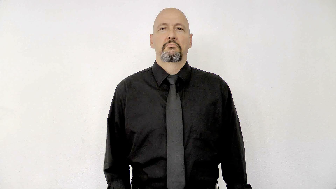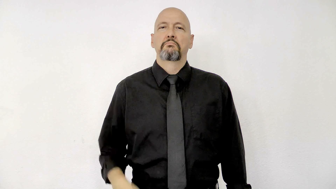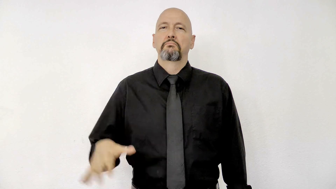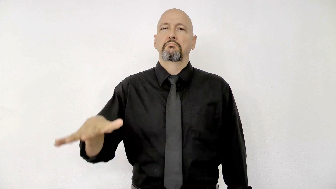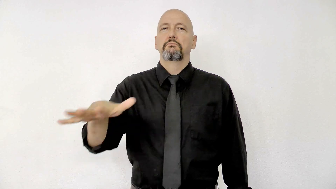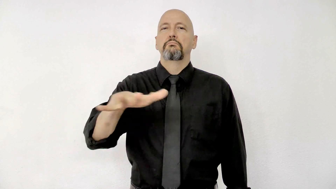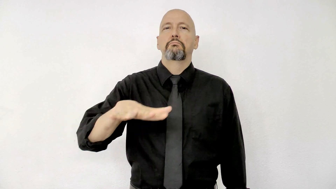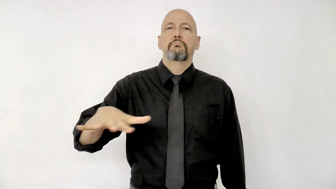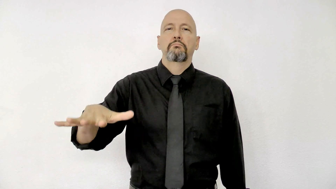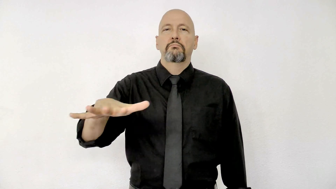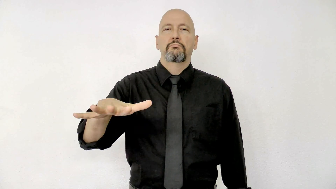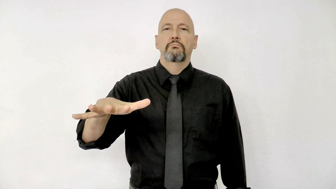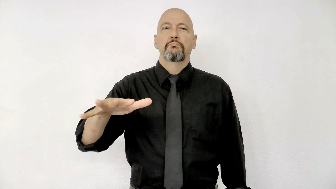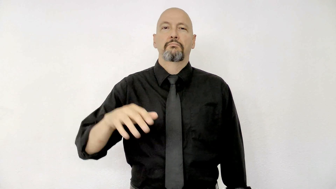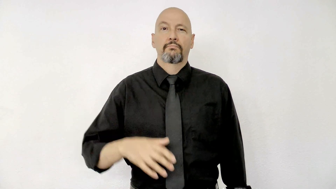AREA-[place]